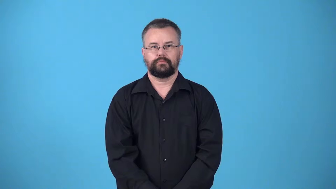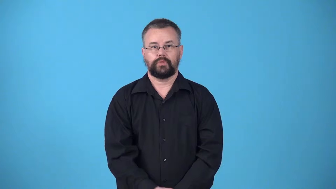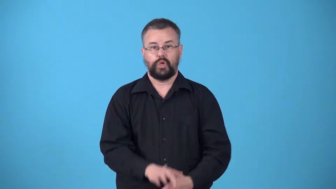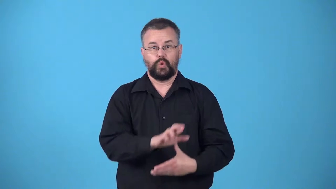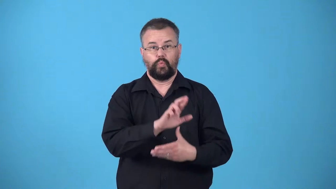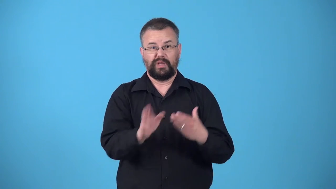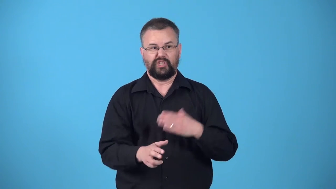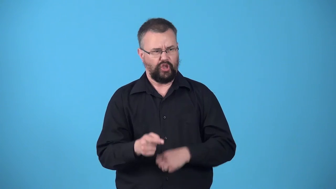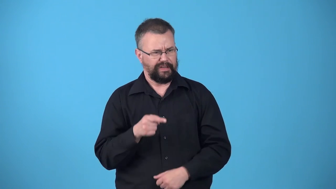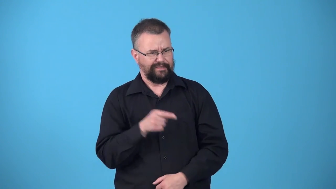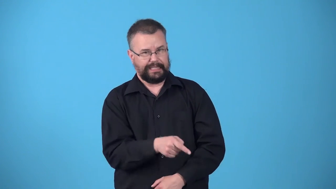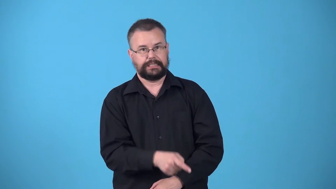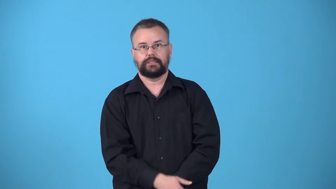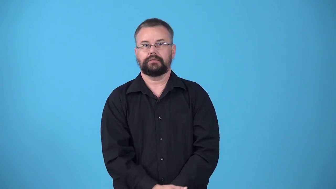whereby-as a result of something happening